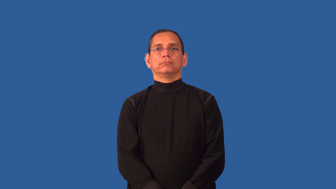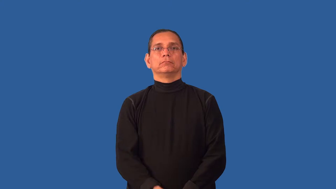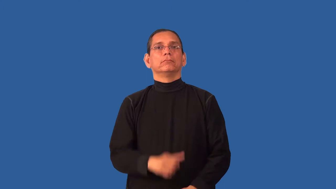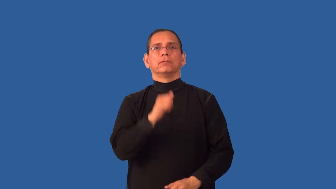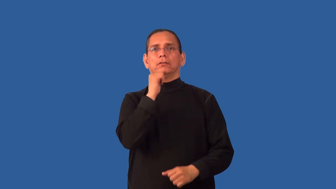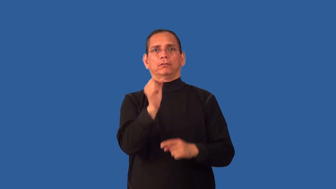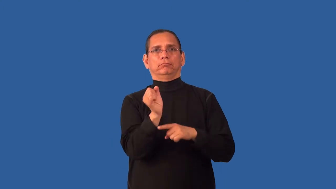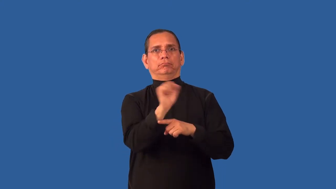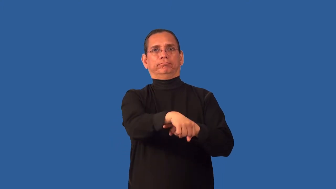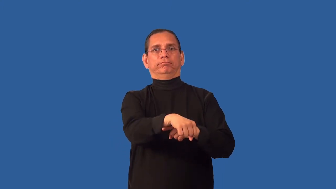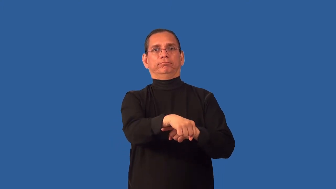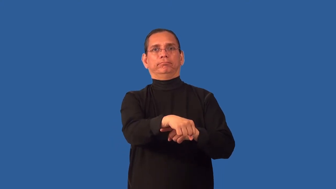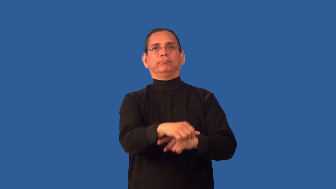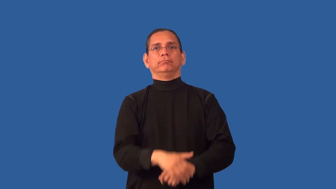unconquered